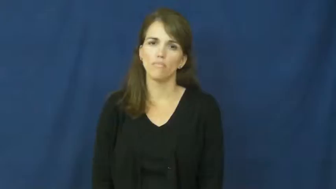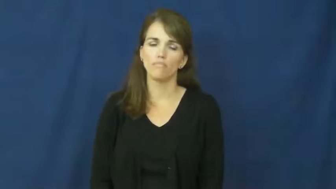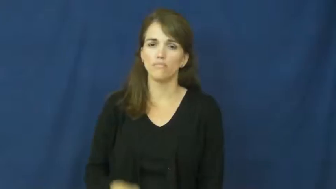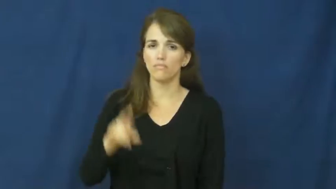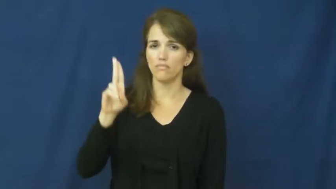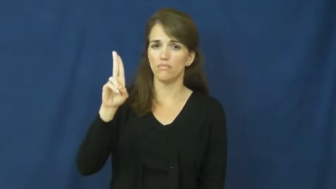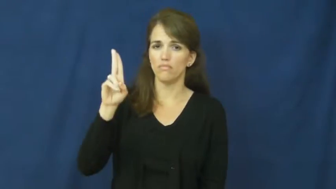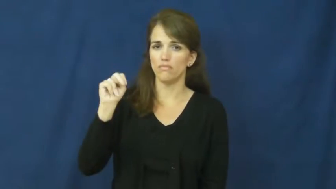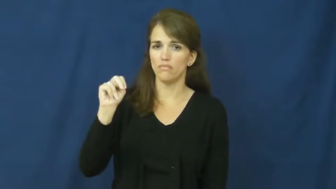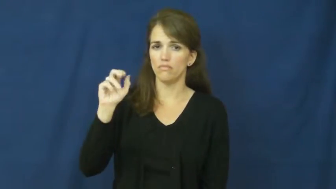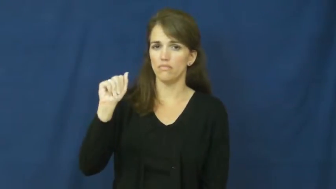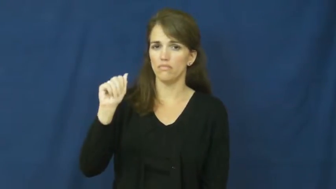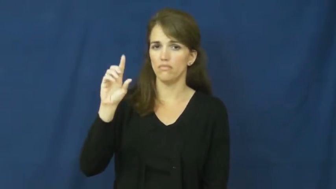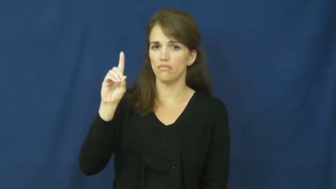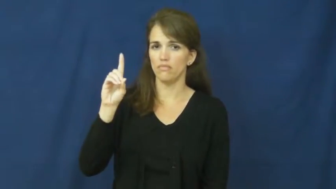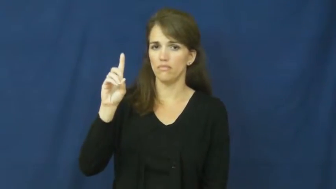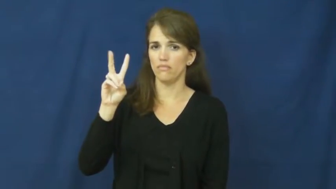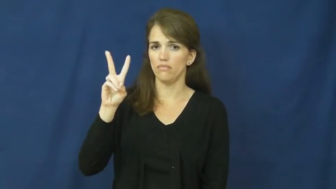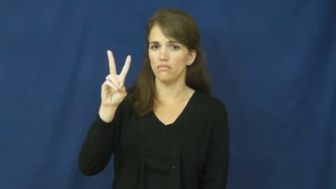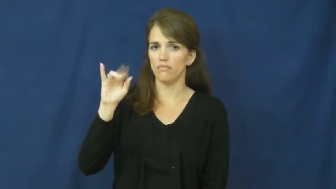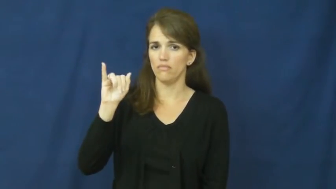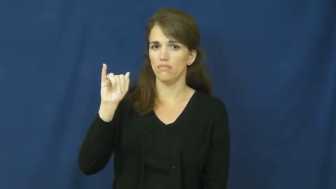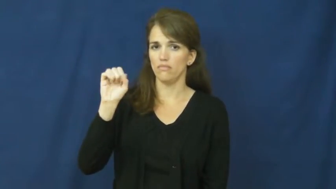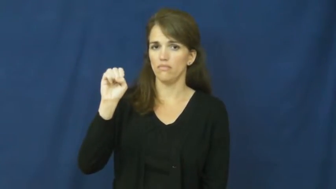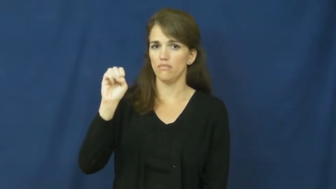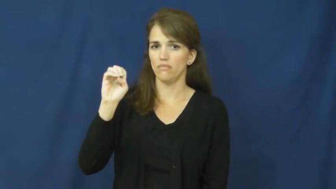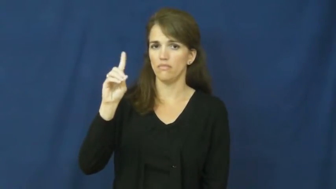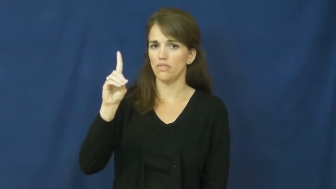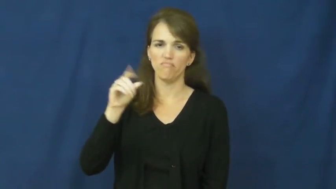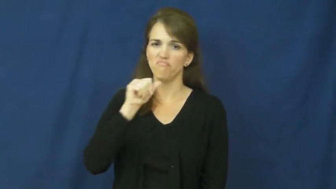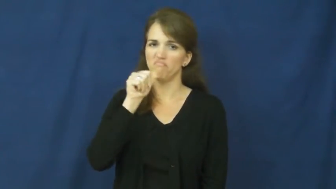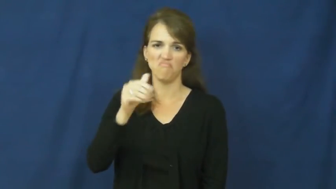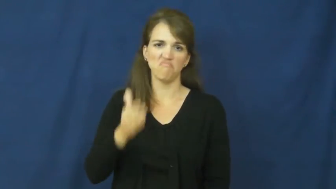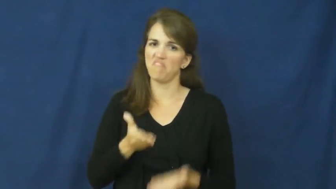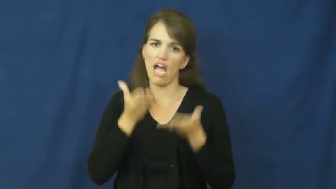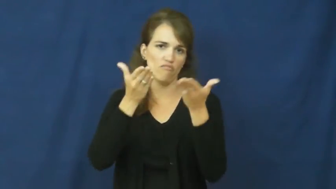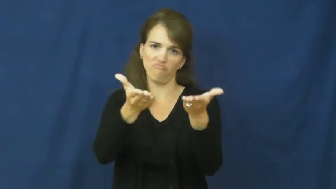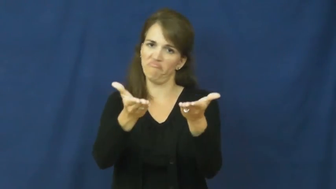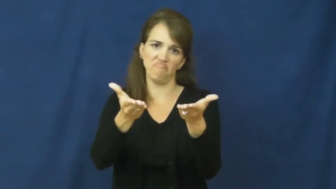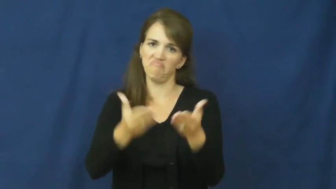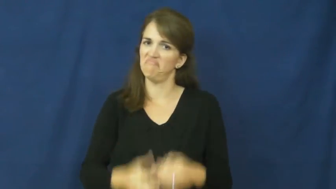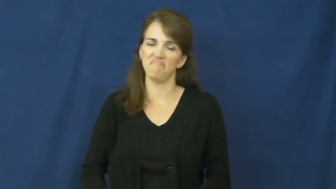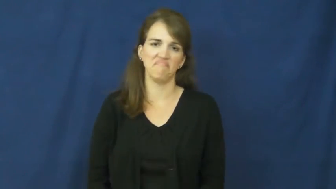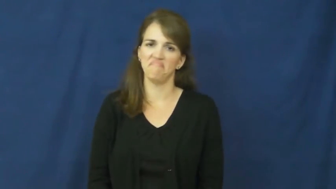unadvised